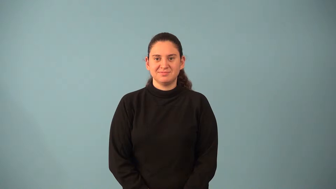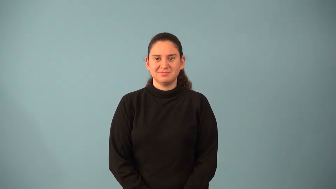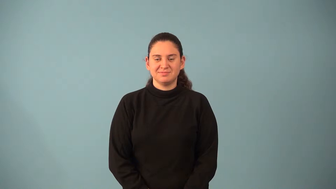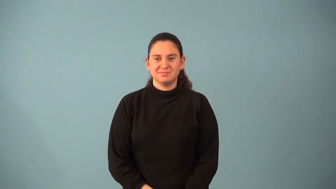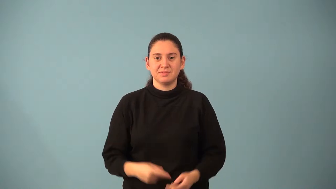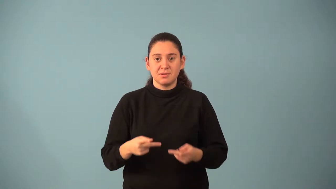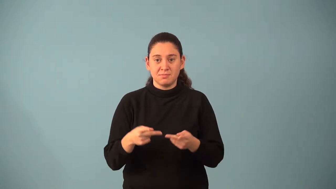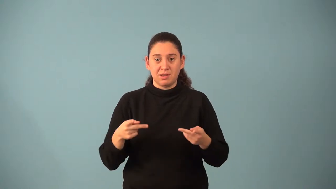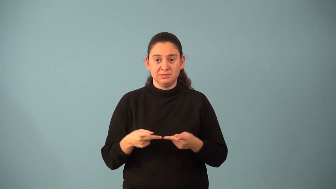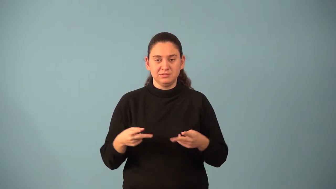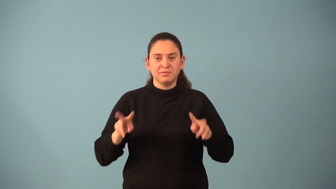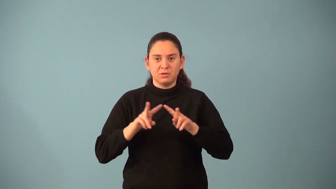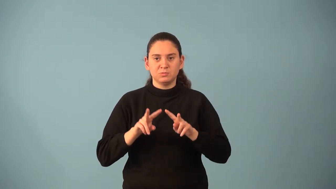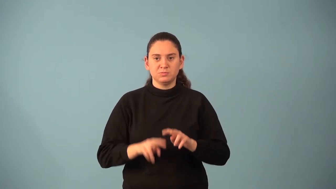place value